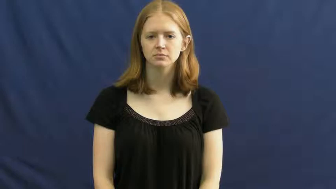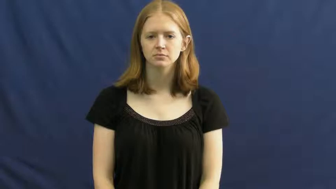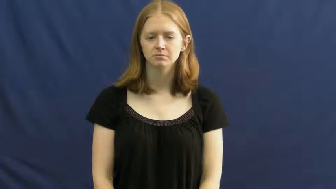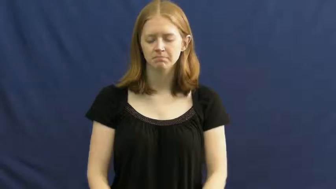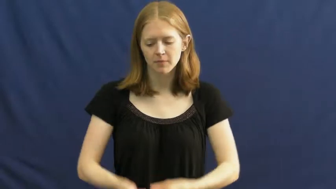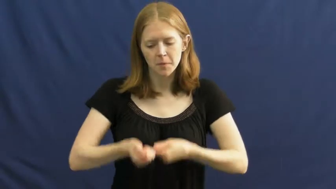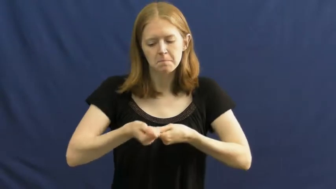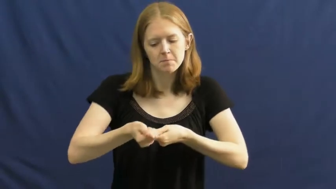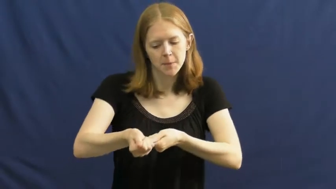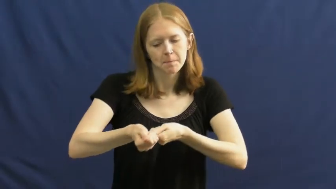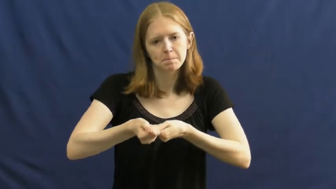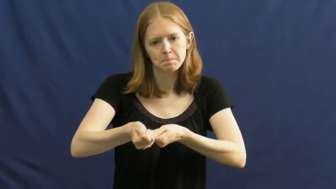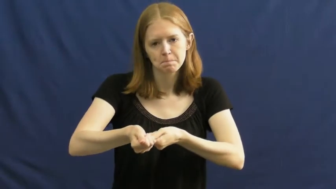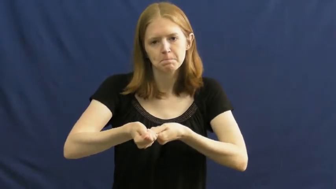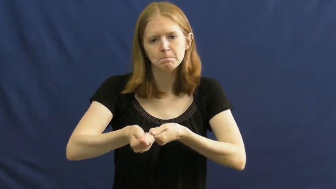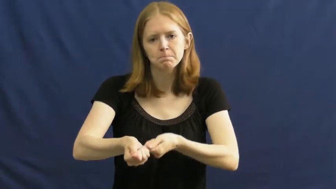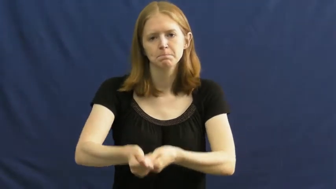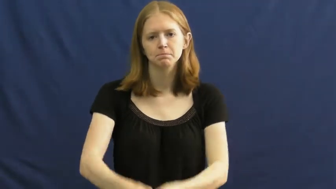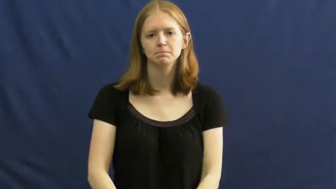mop,sop